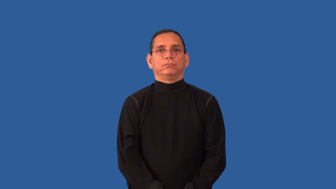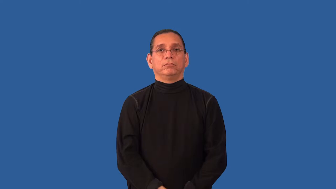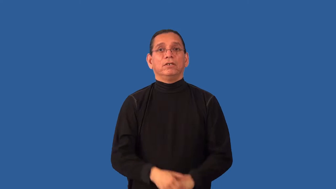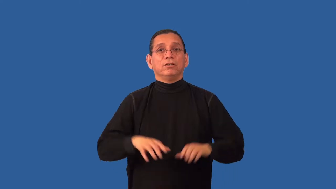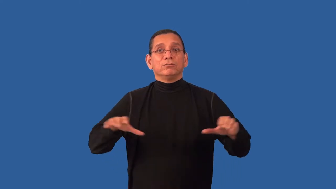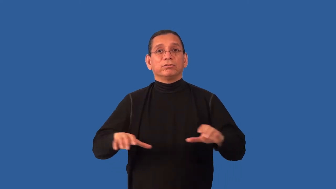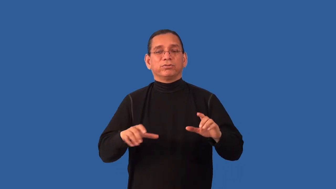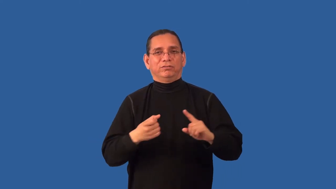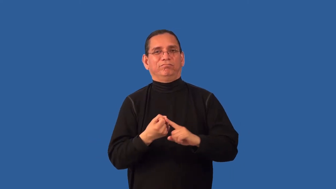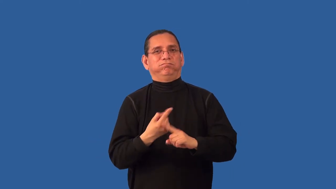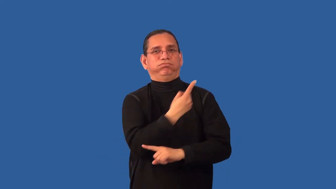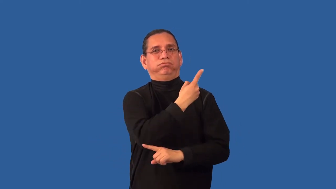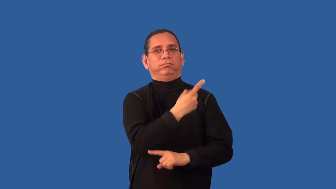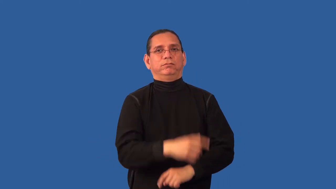inconsistent-actions